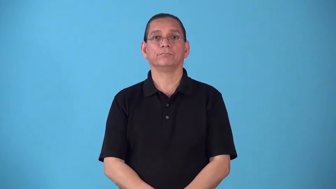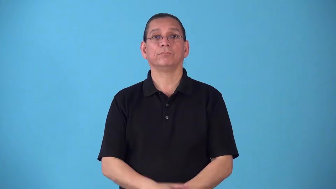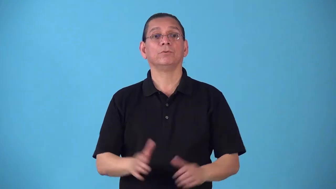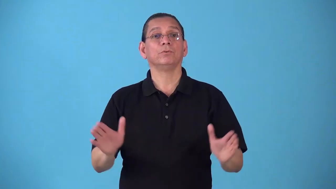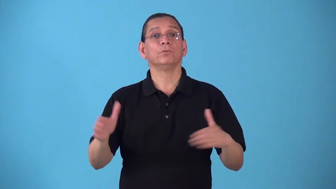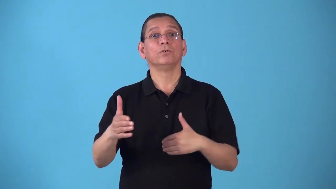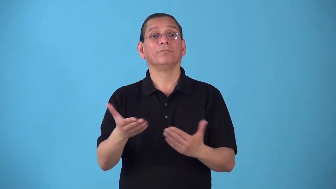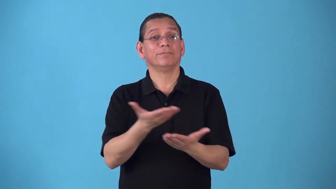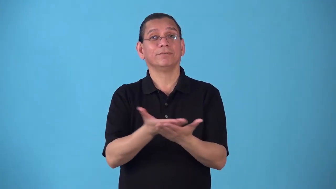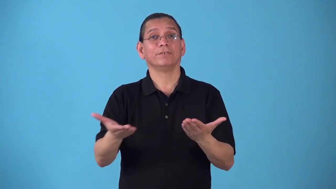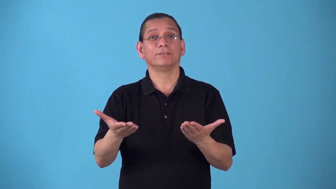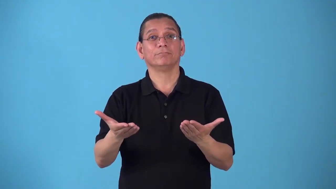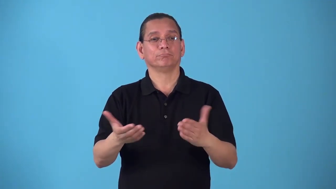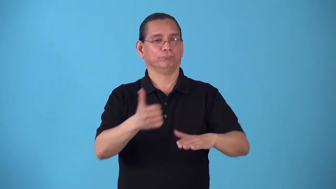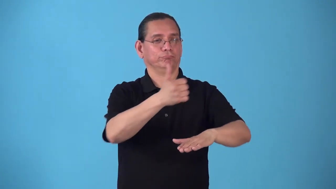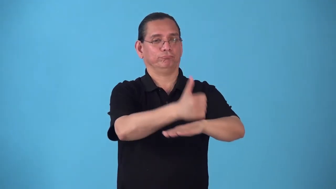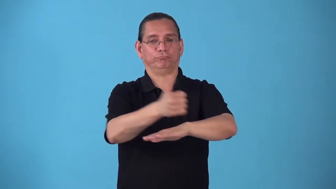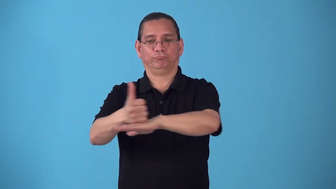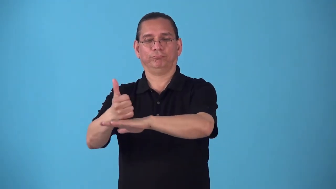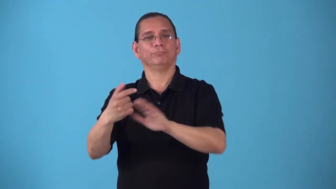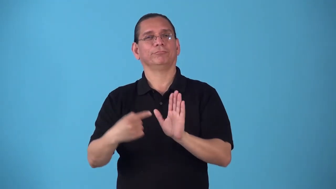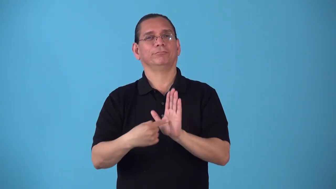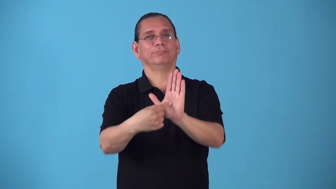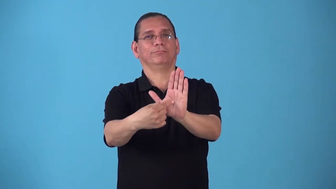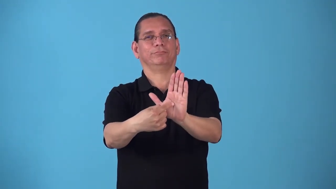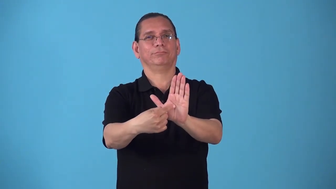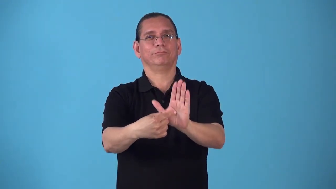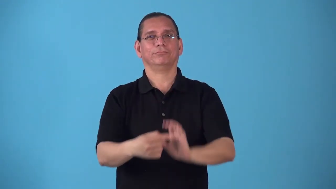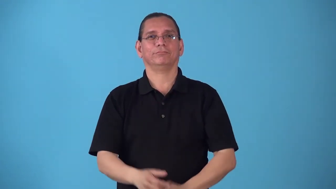salesroom